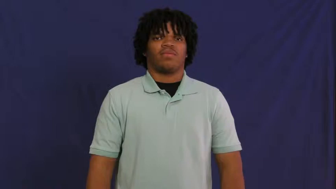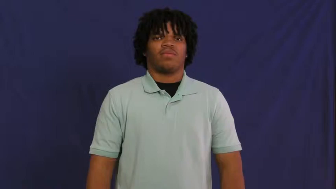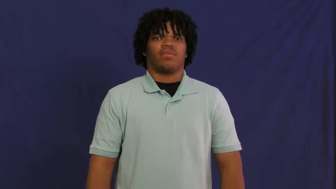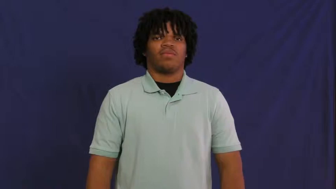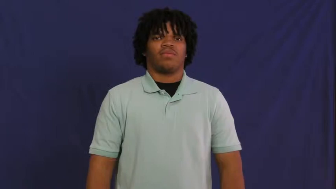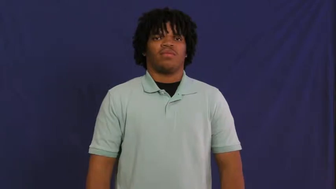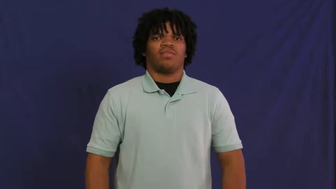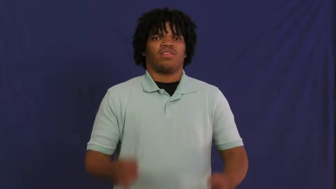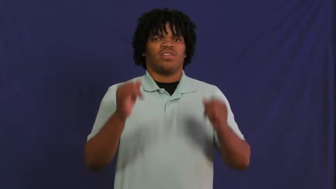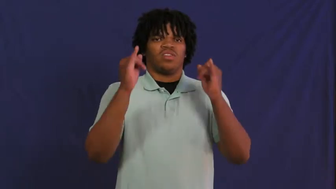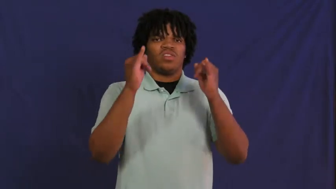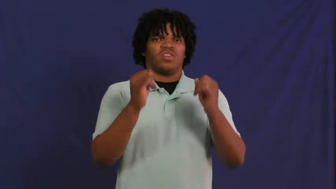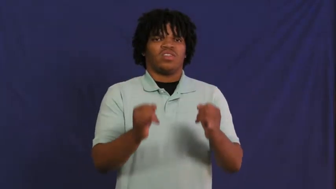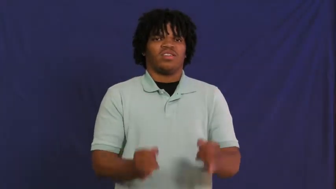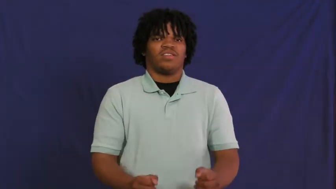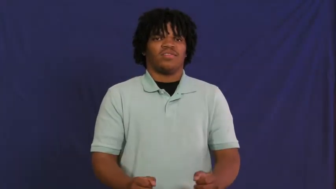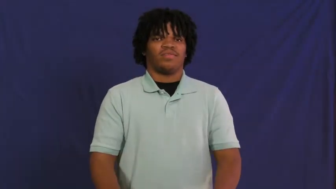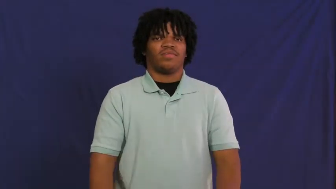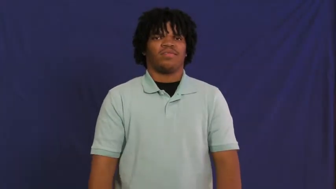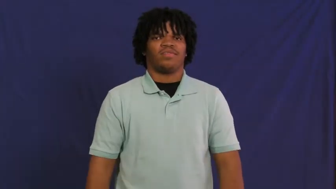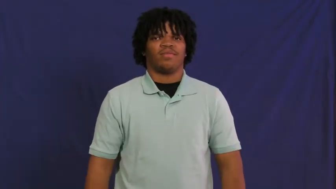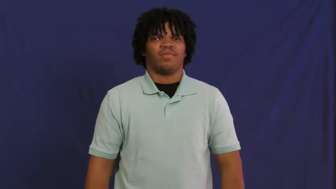individual